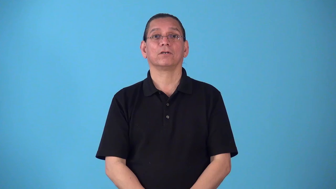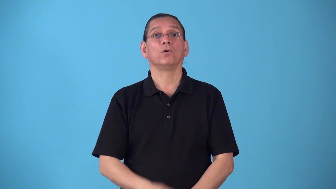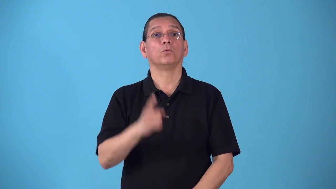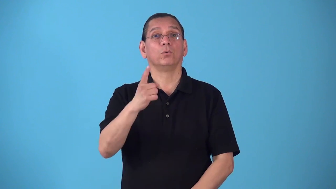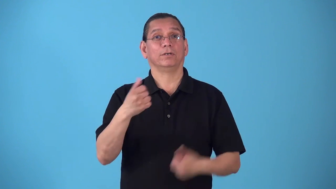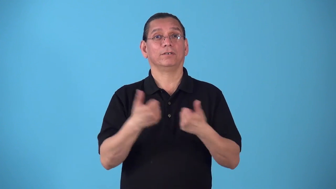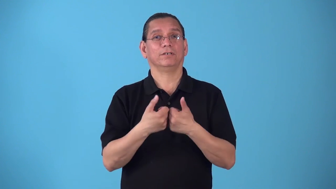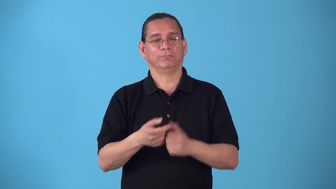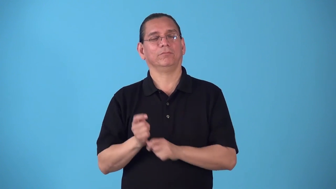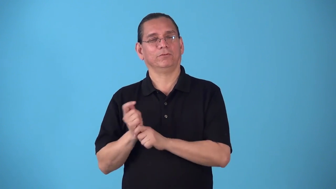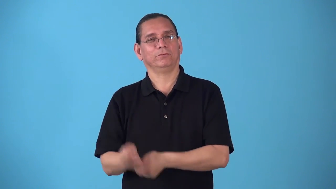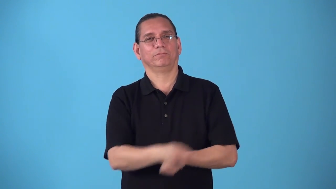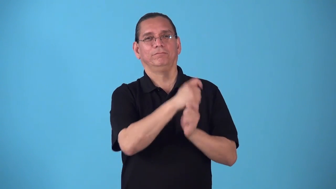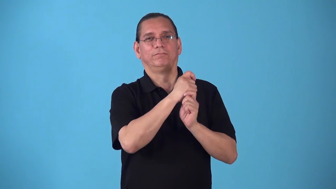round-golf